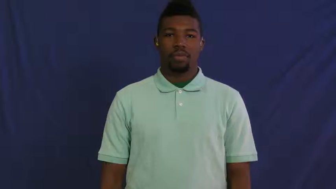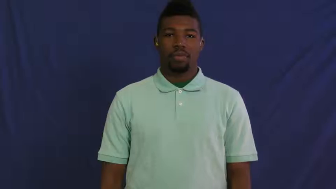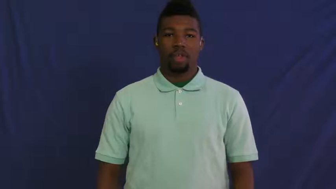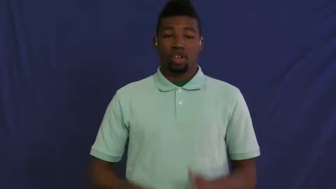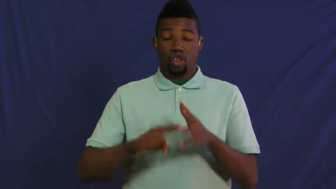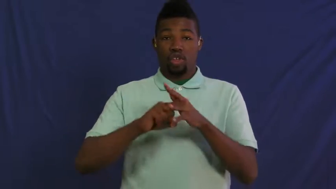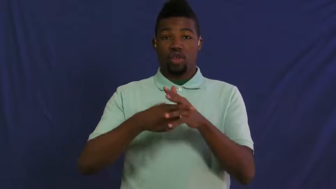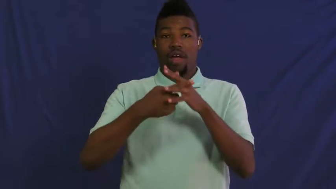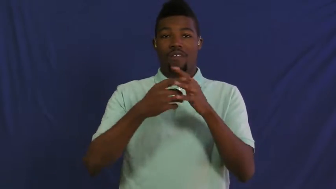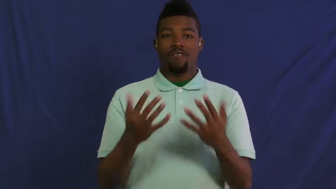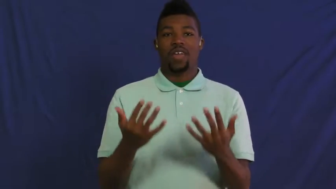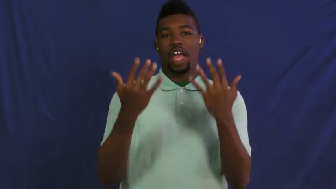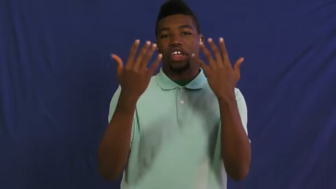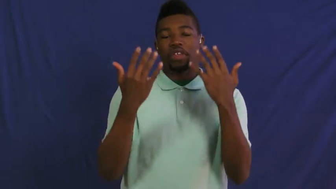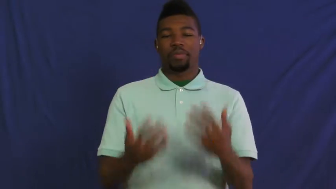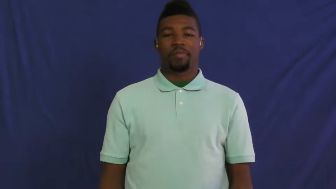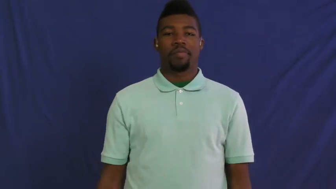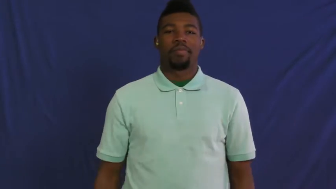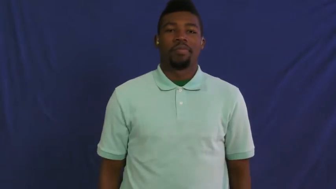ignite,conflagrate,enkindle